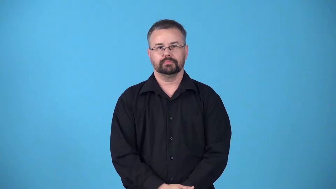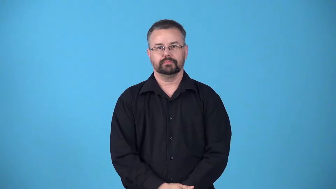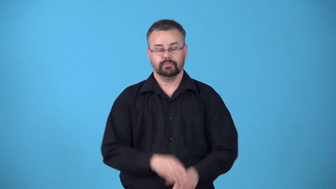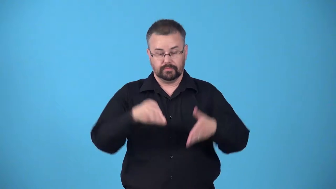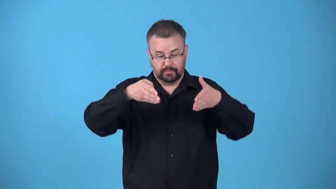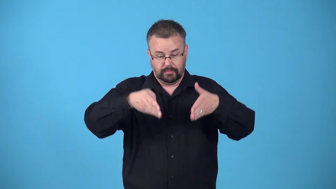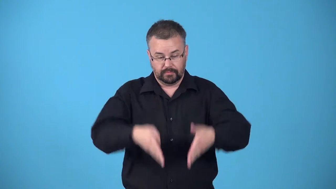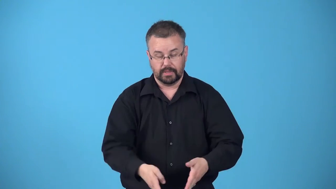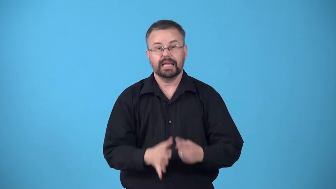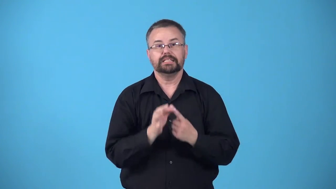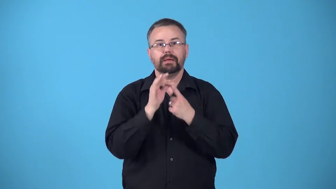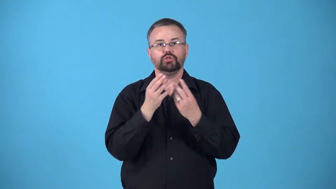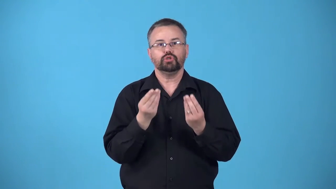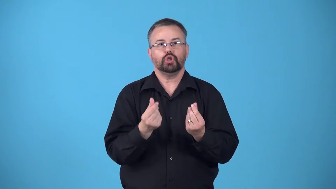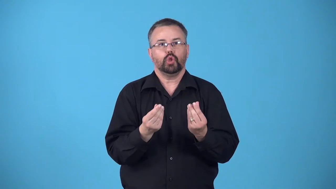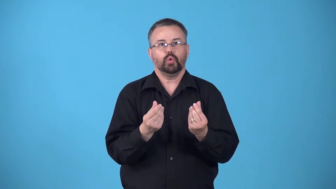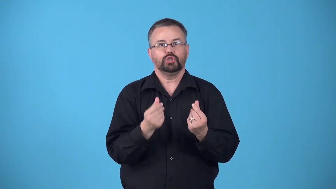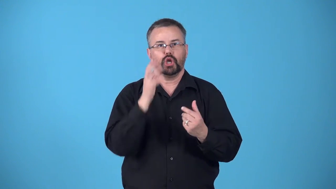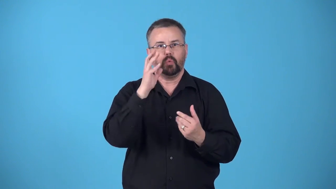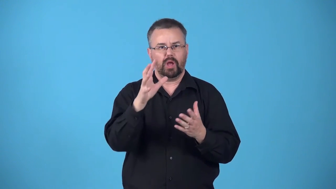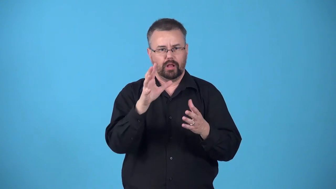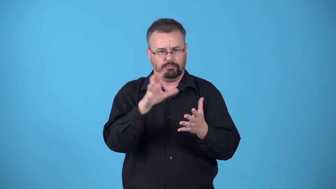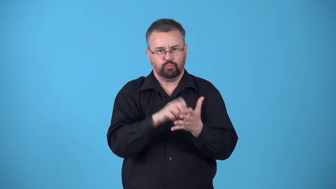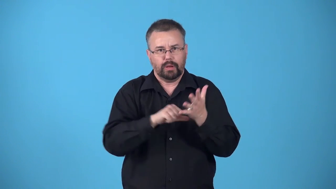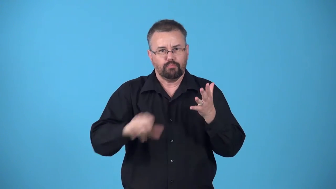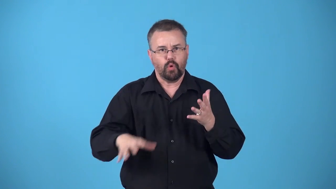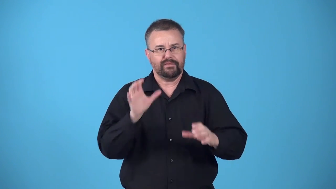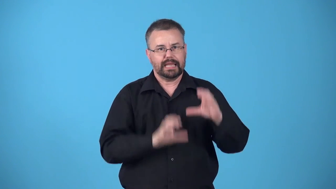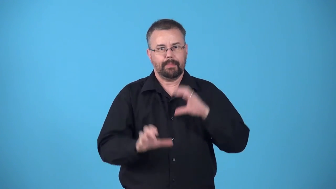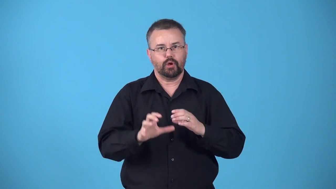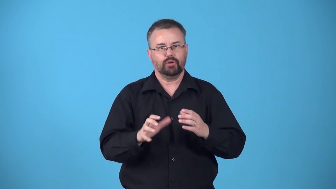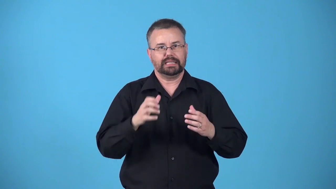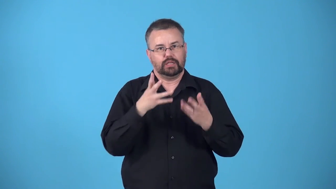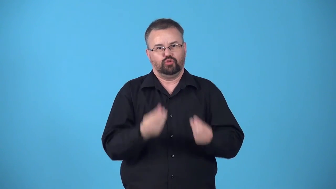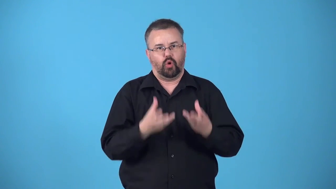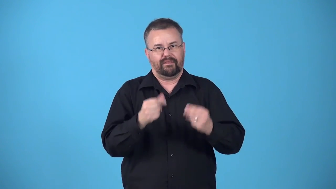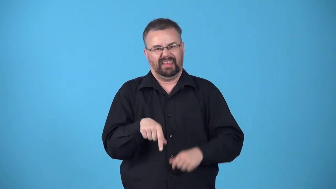bate-soak in a special solution to soften